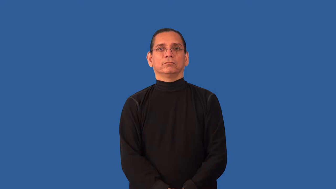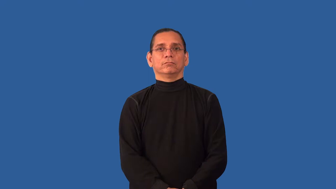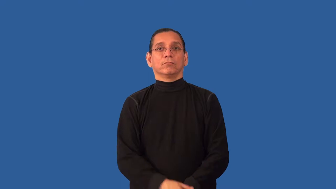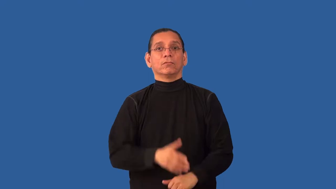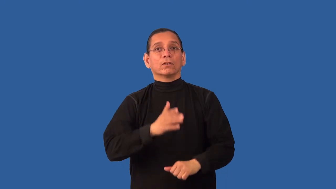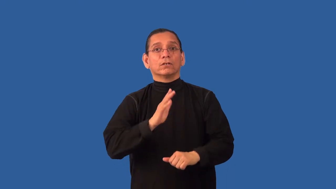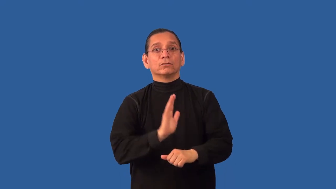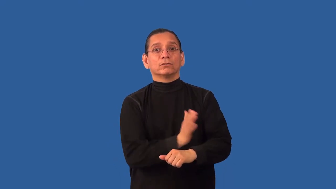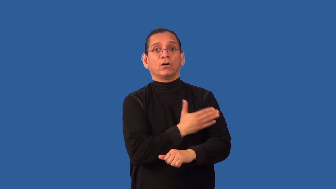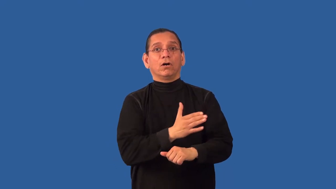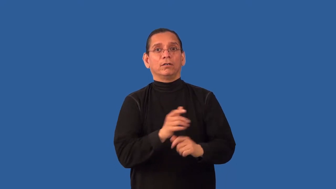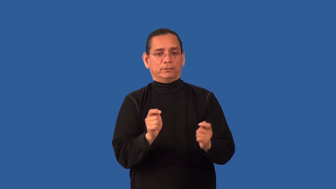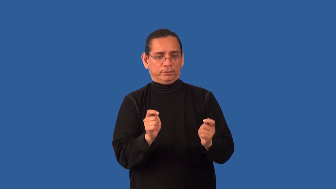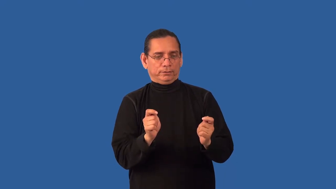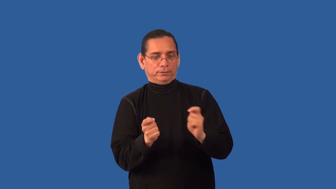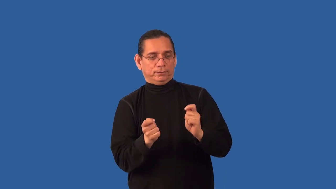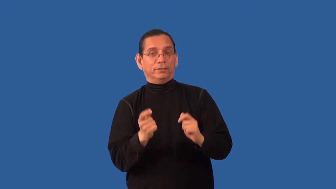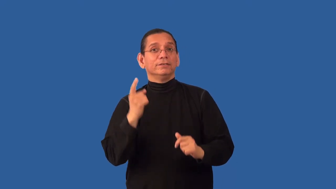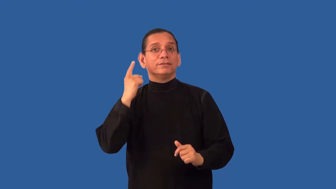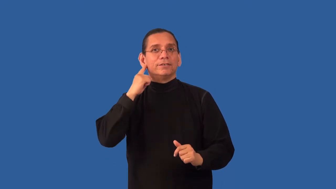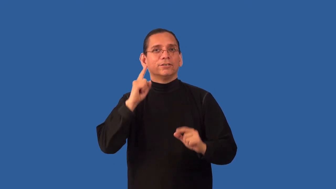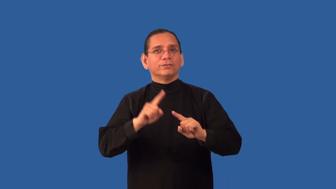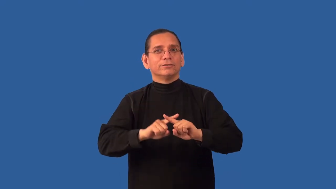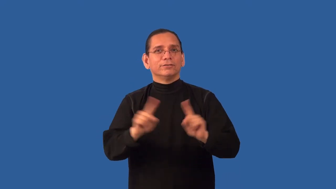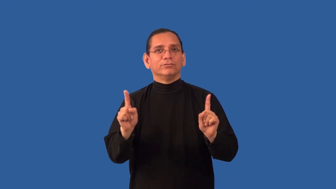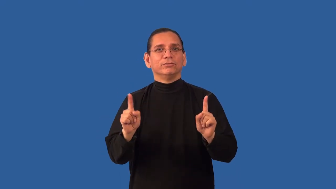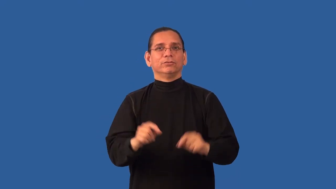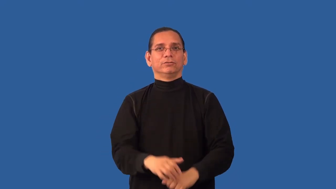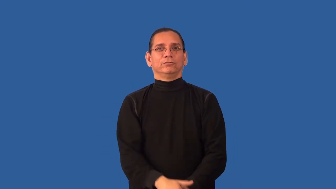remix-music